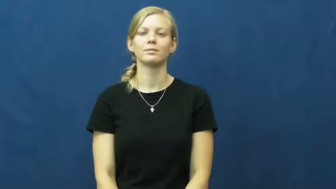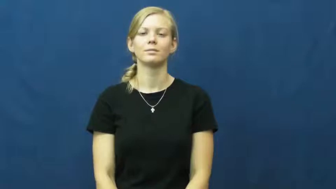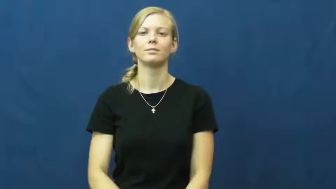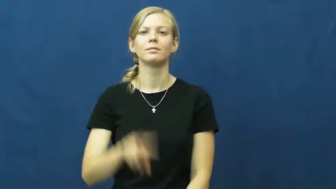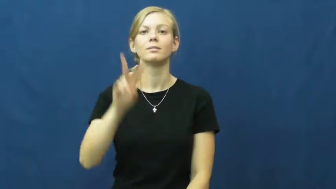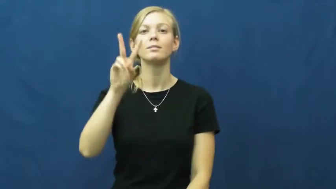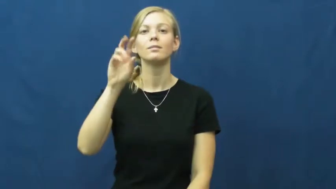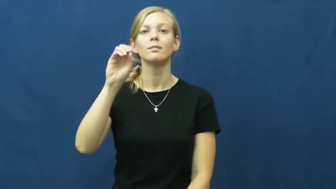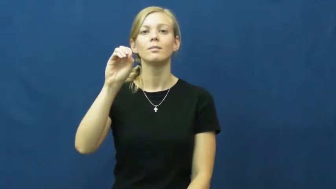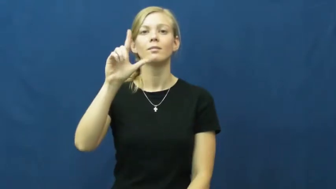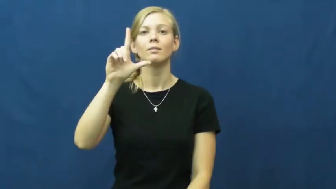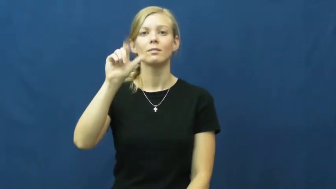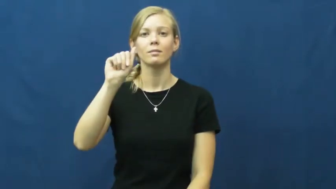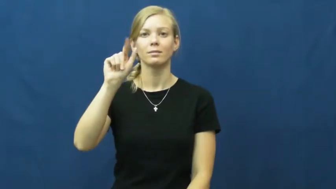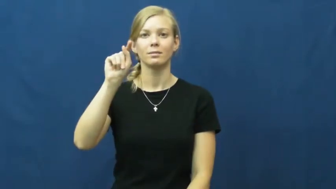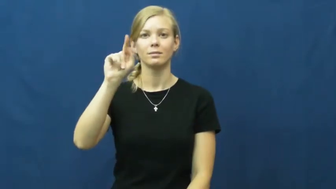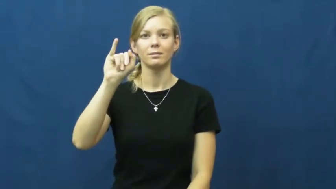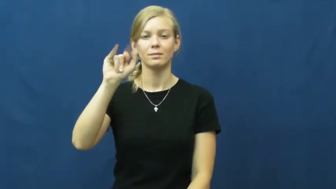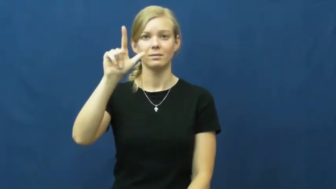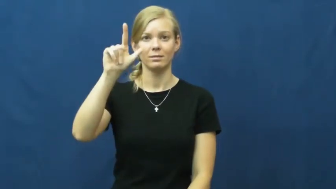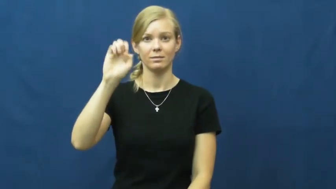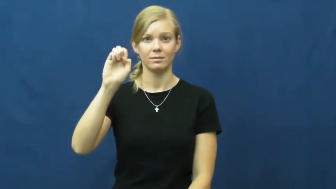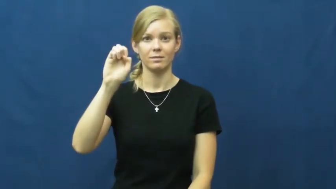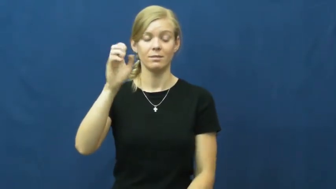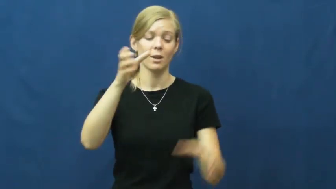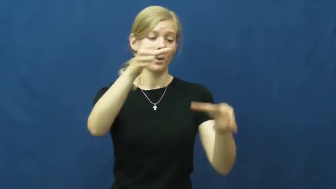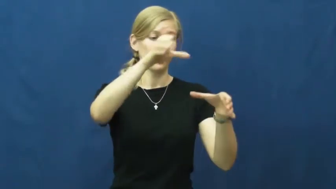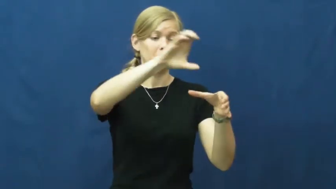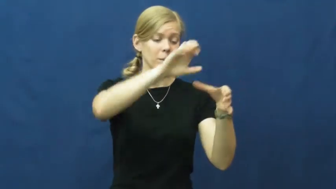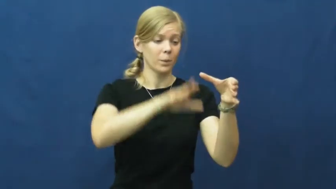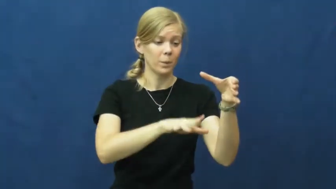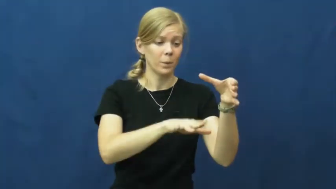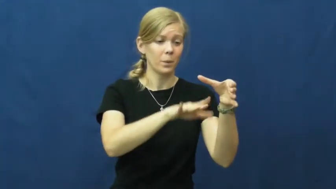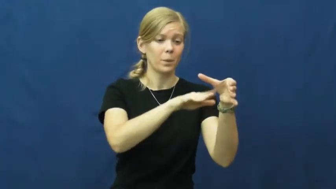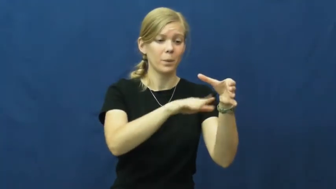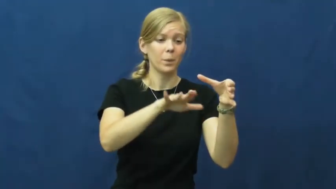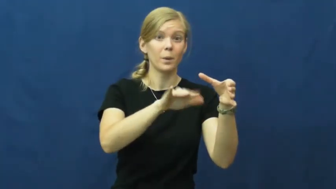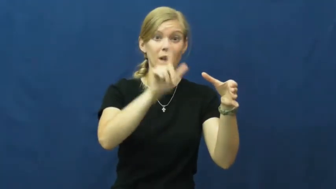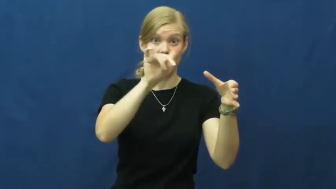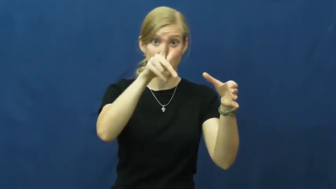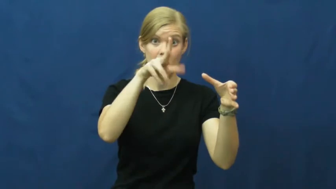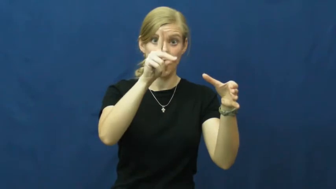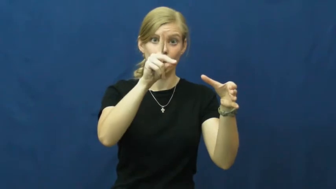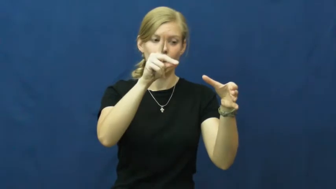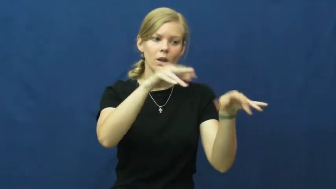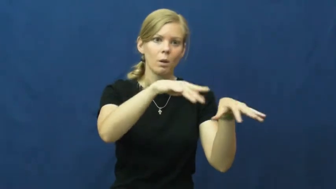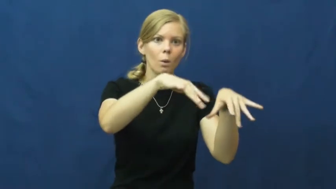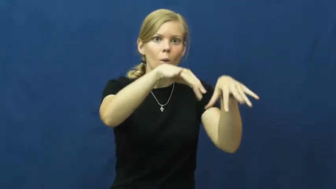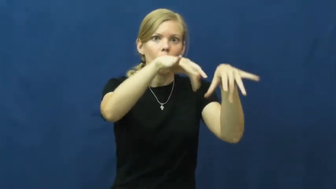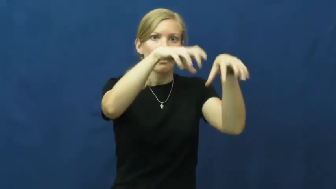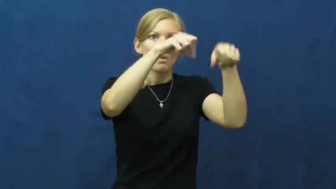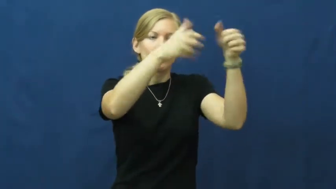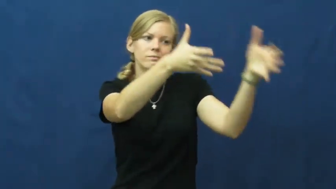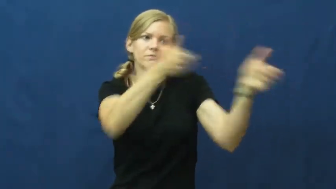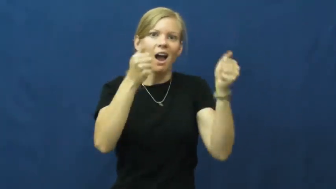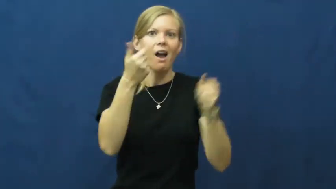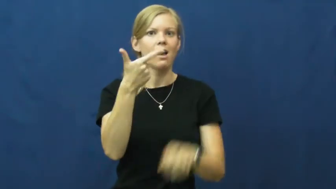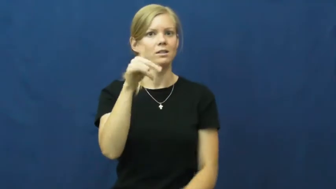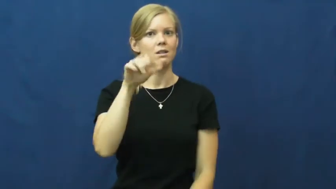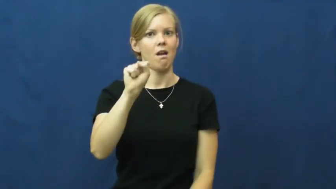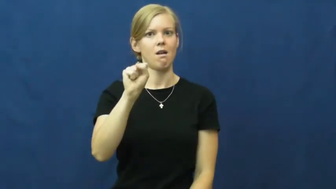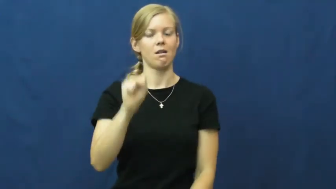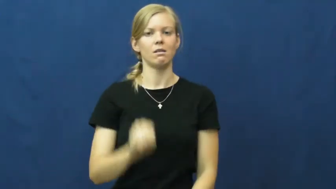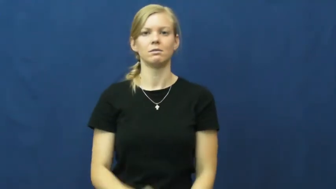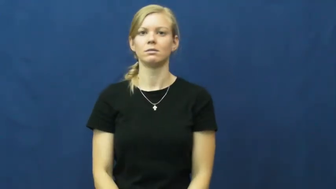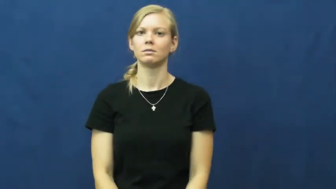volatile-evaporate